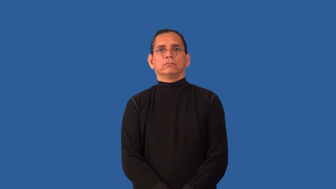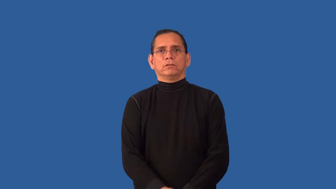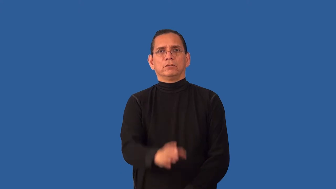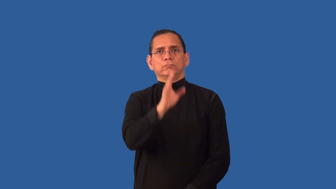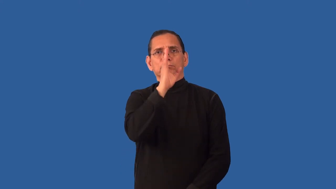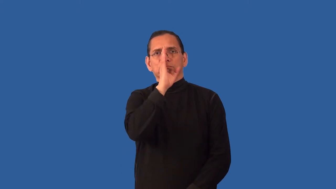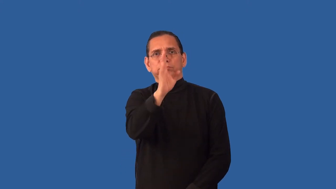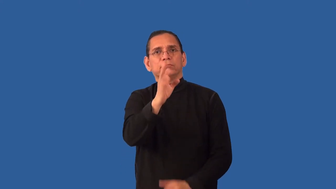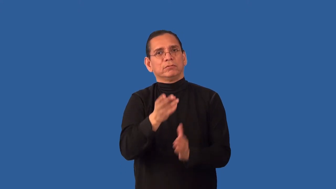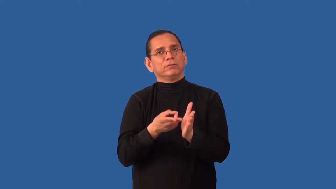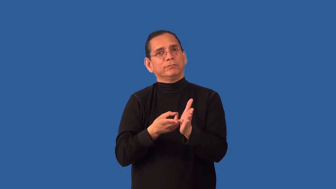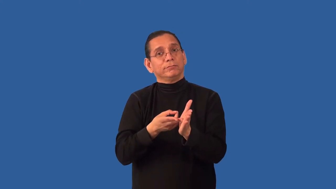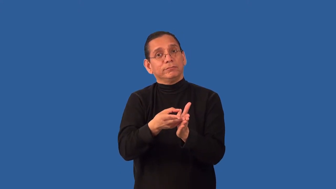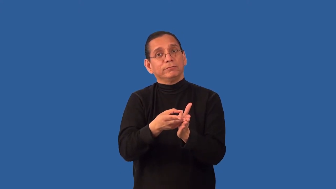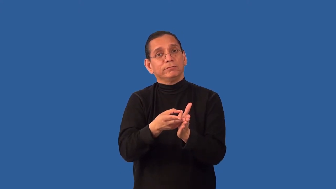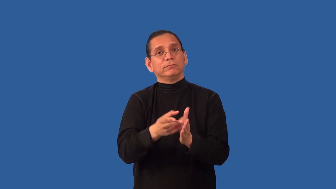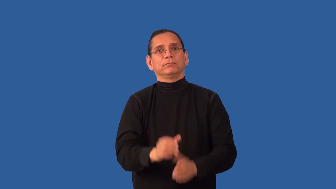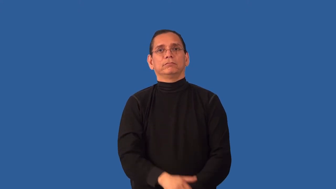undistorted